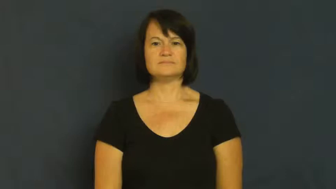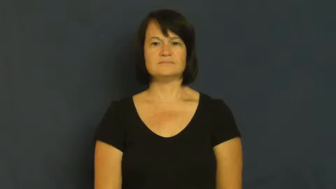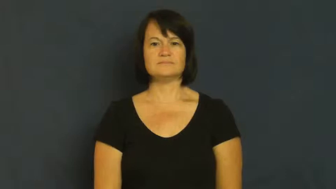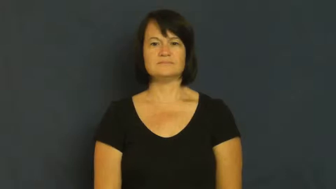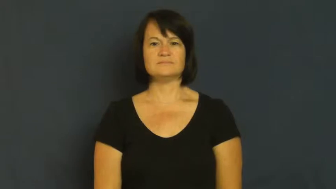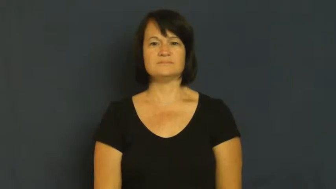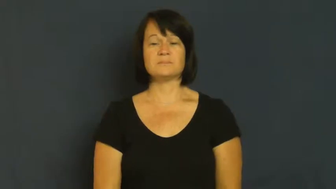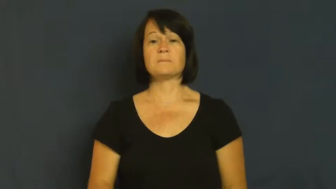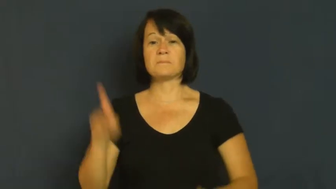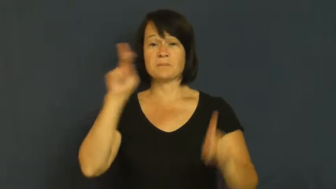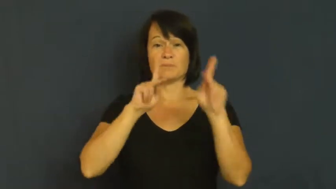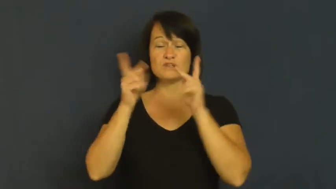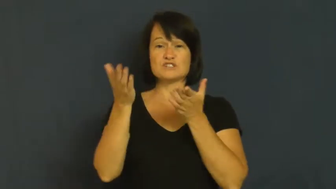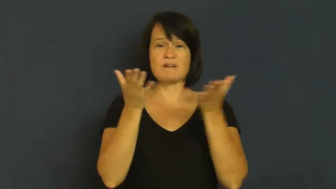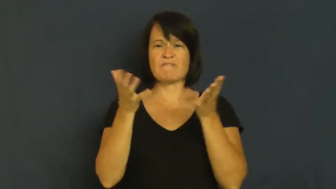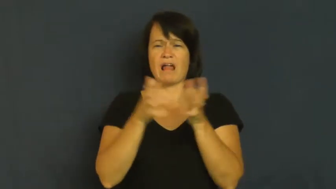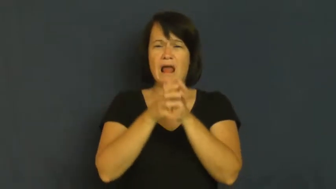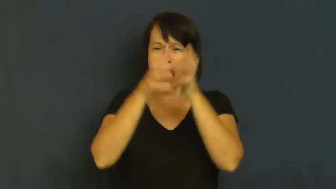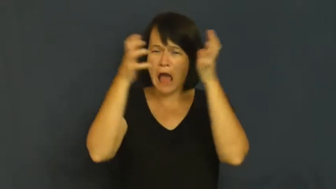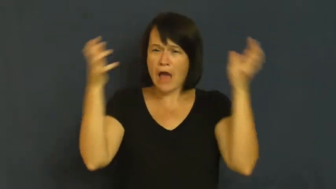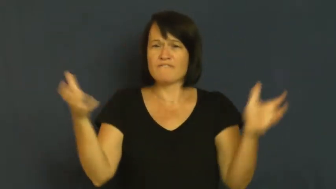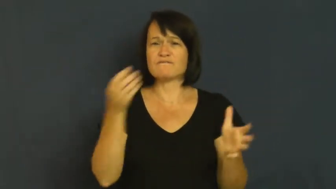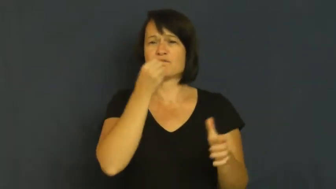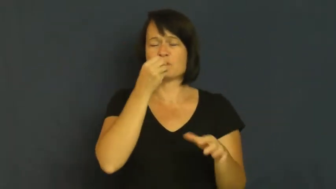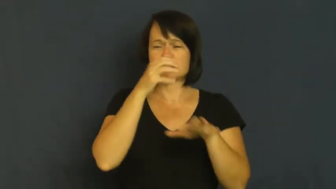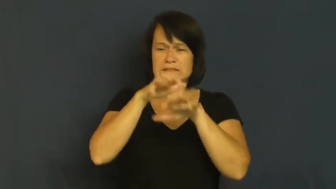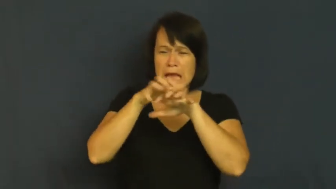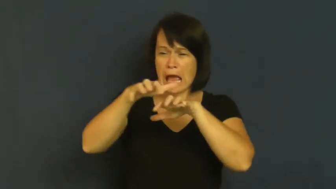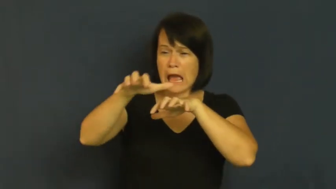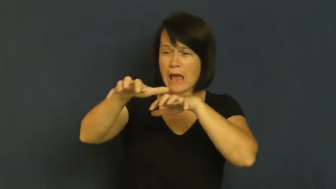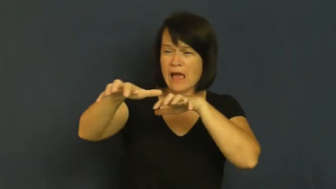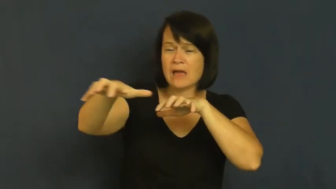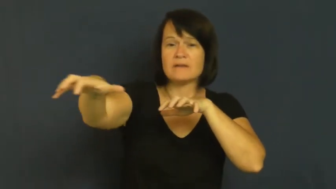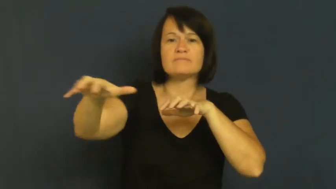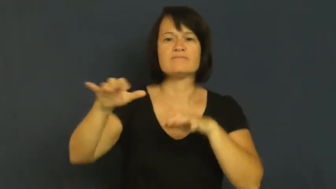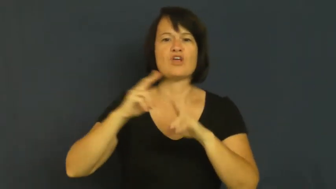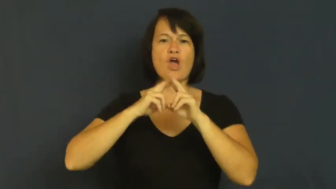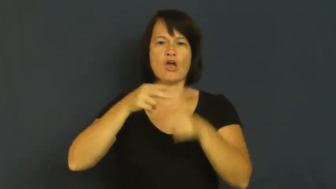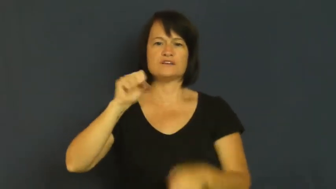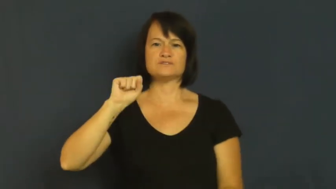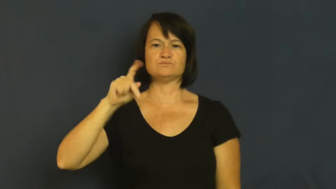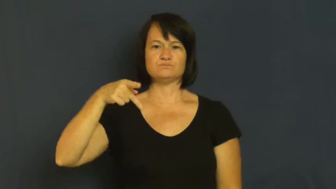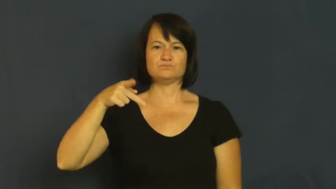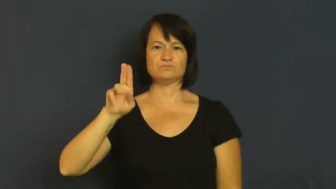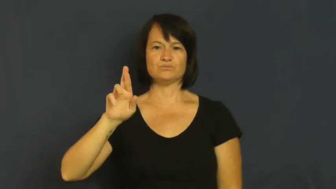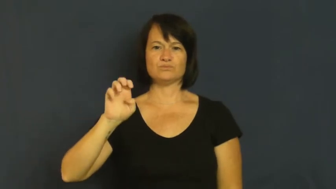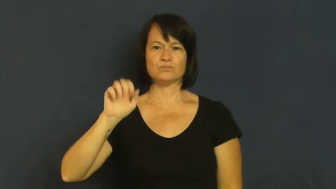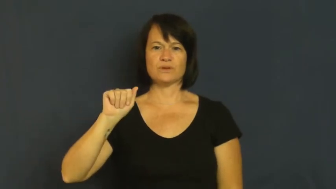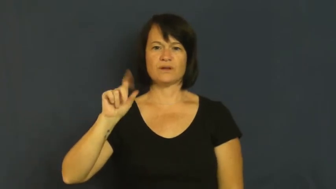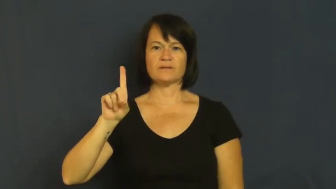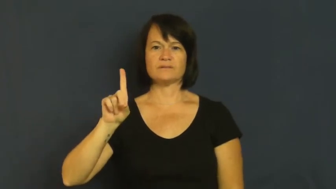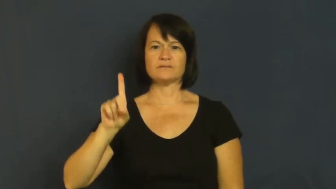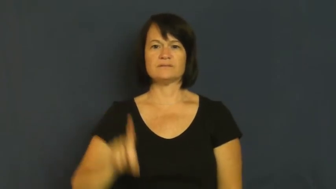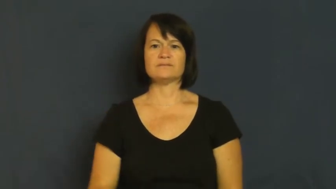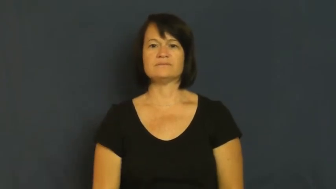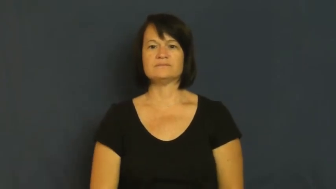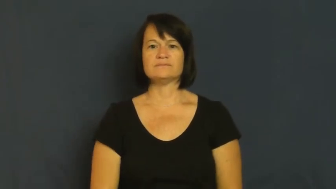spread-banquet